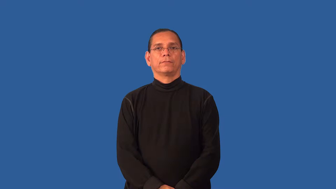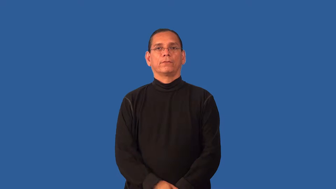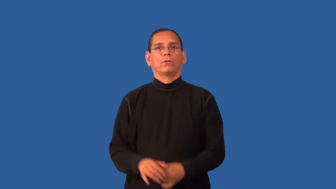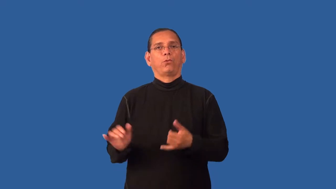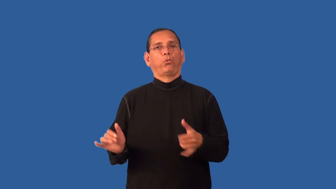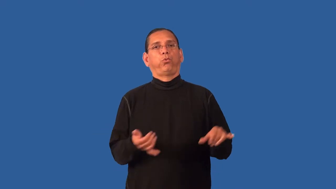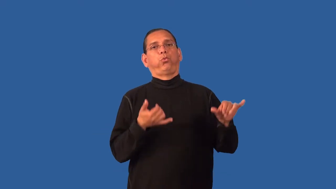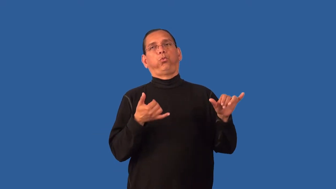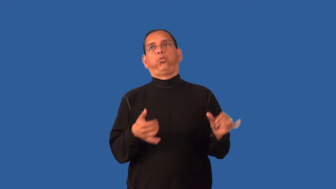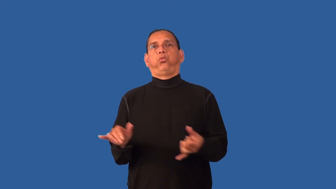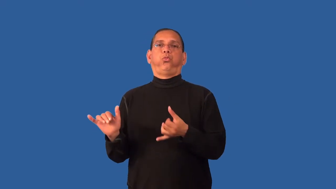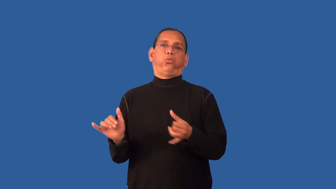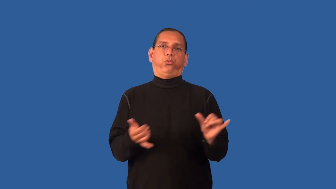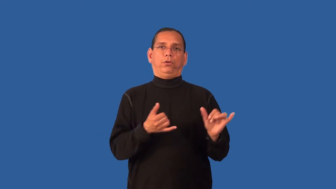fanciful